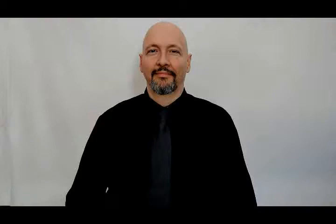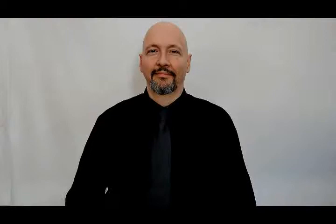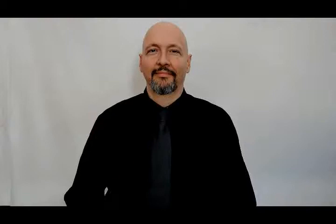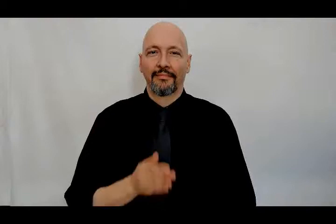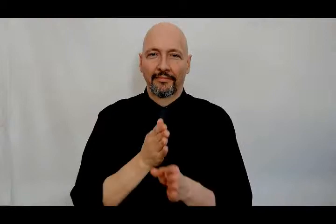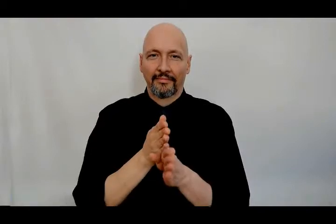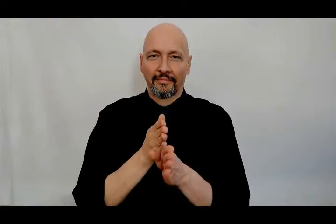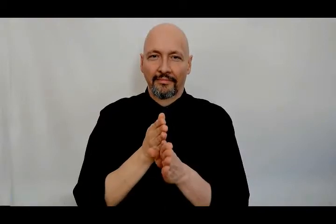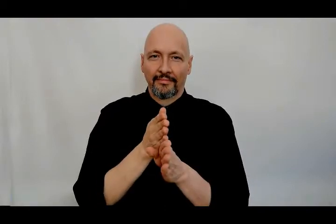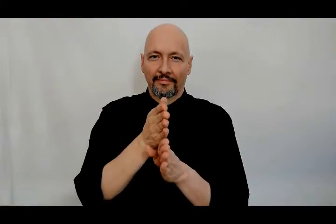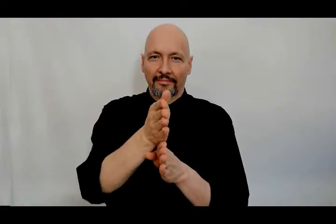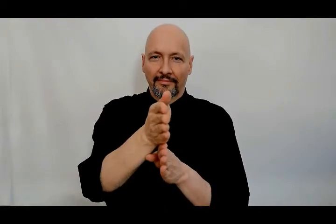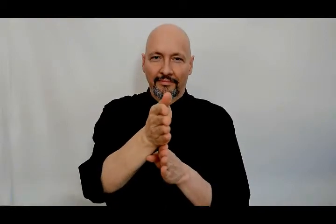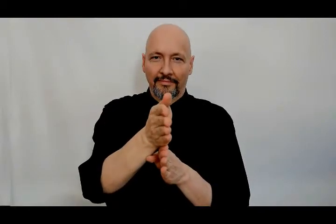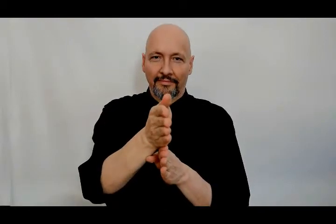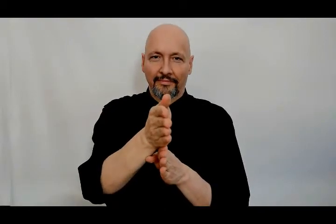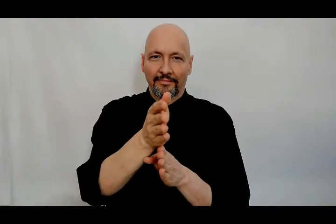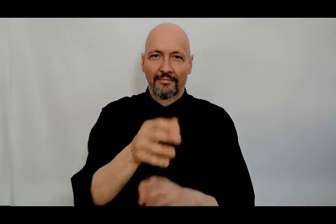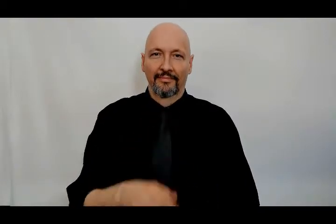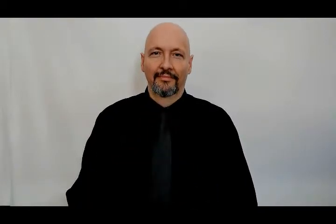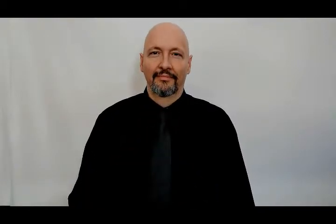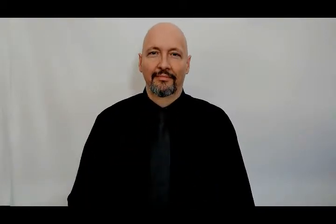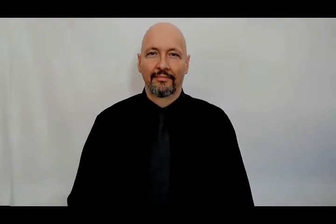career